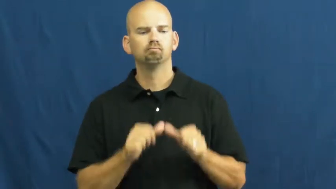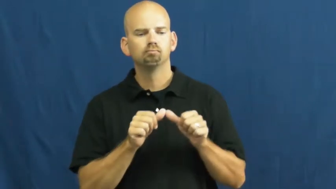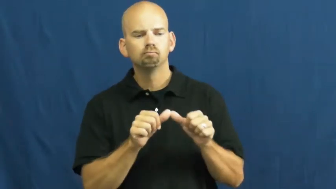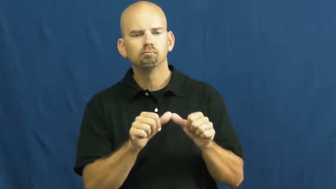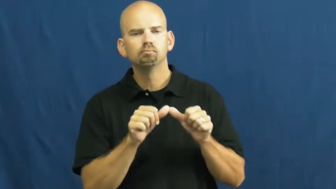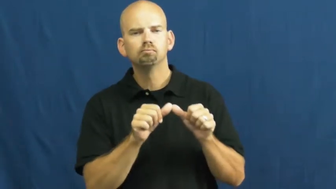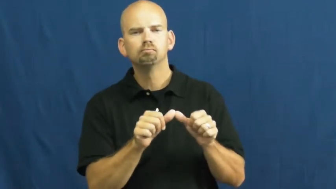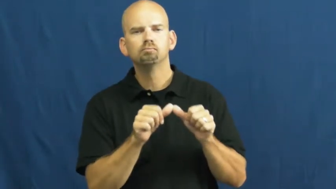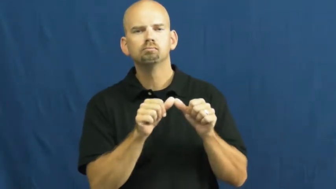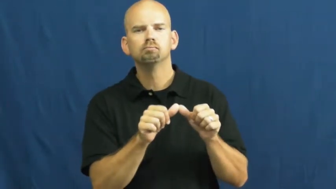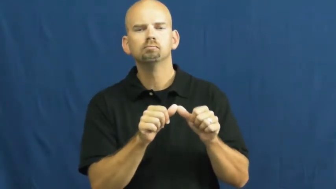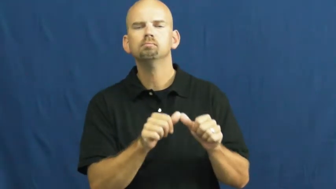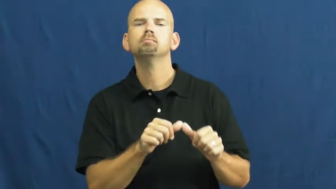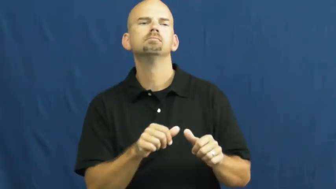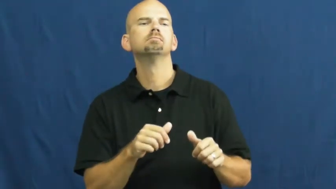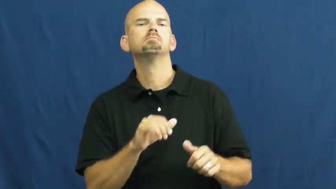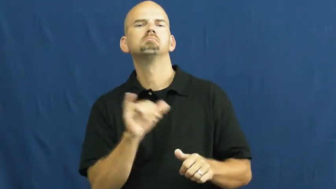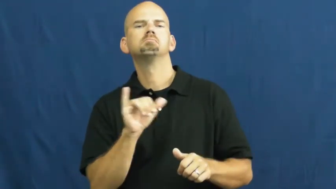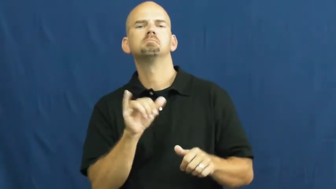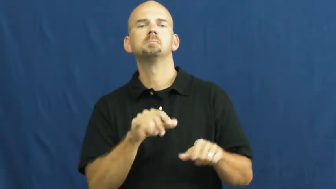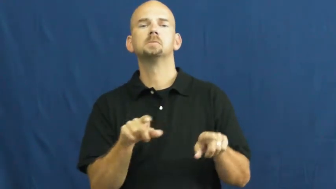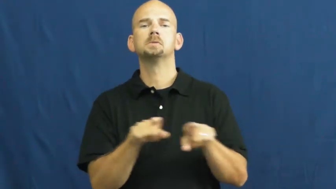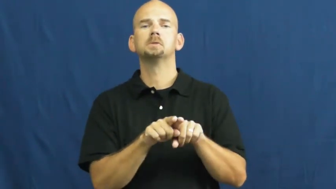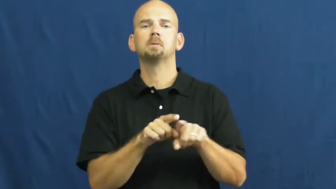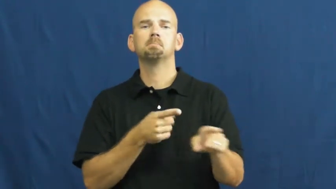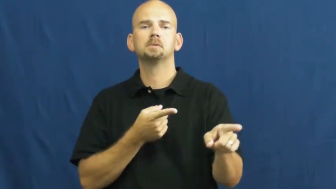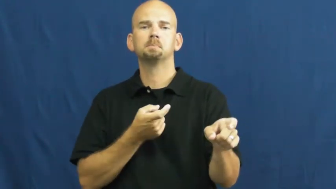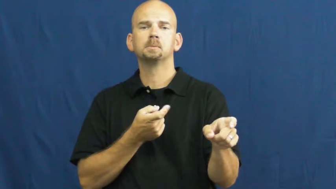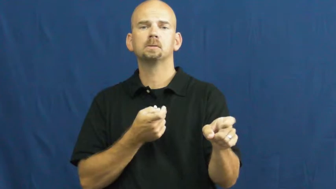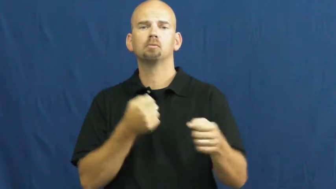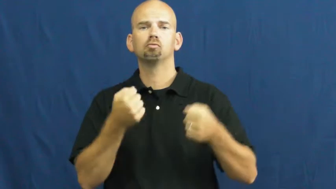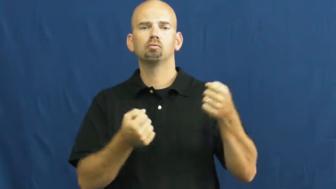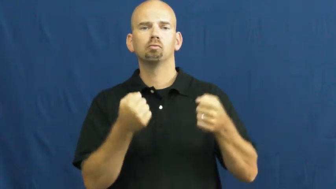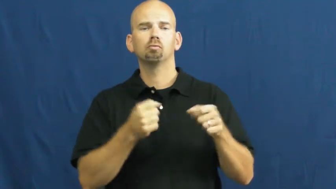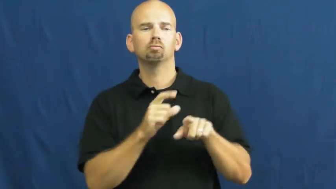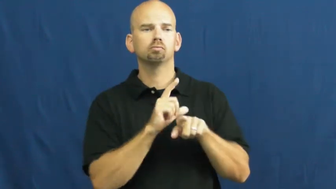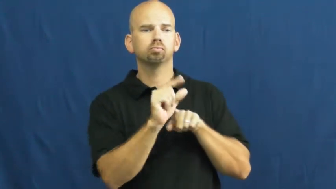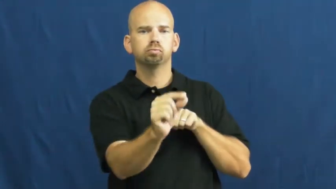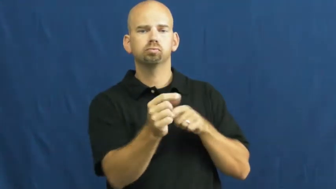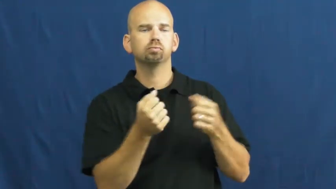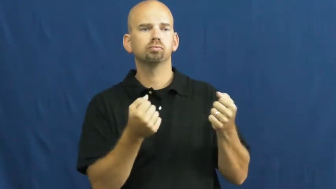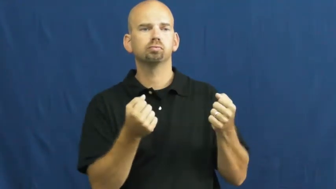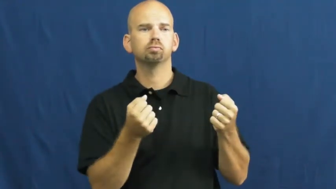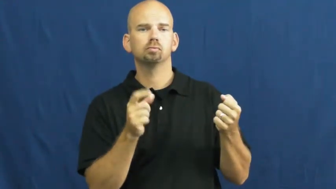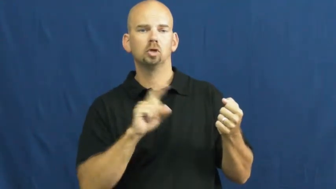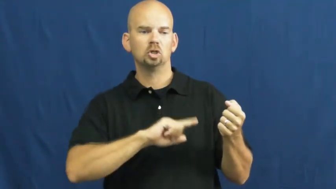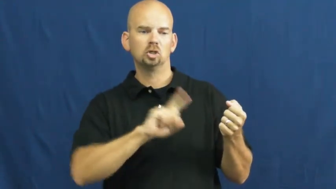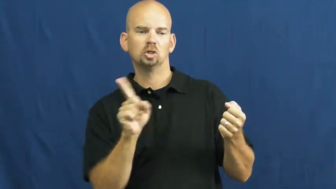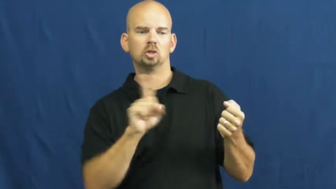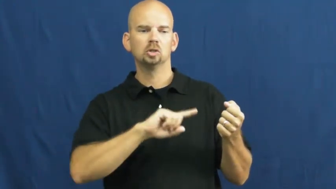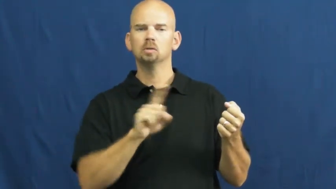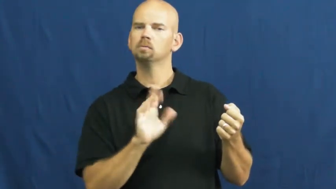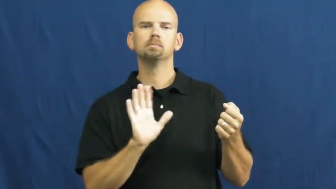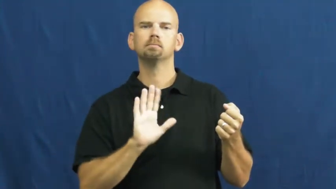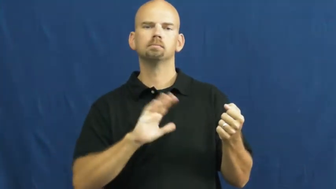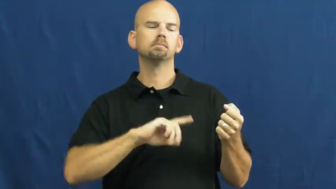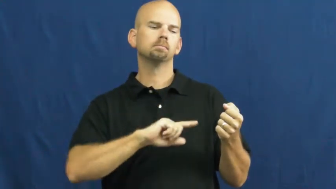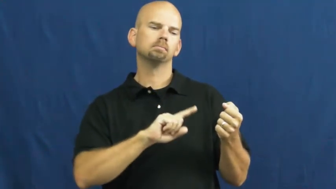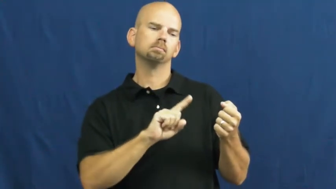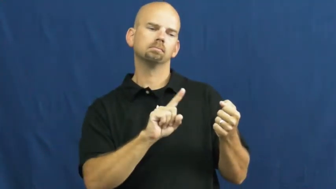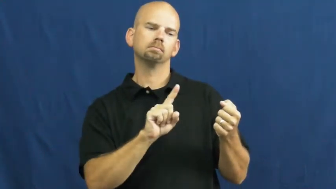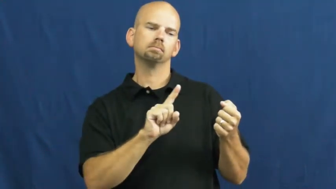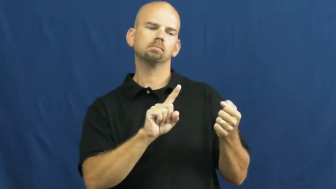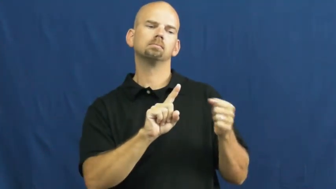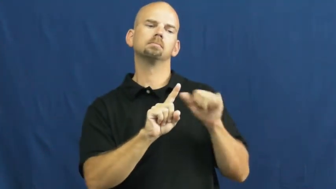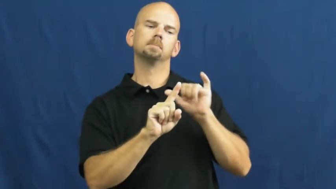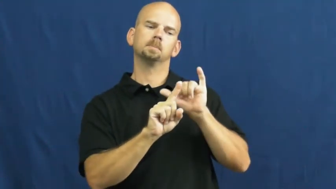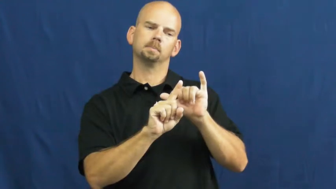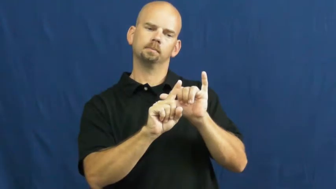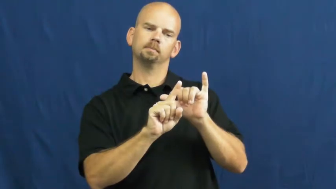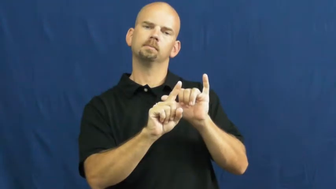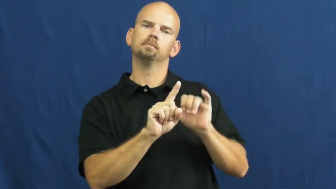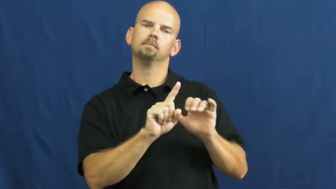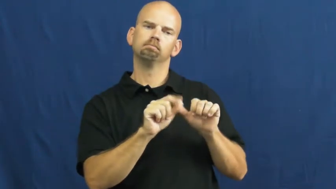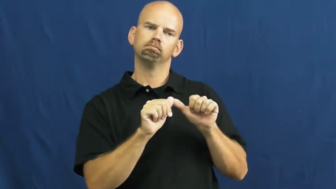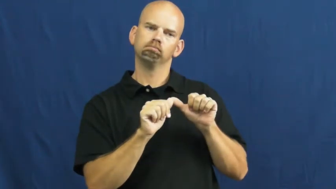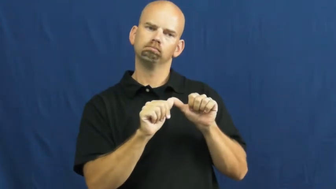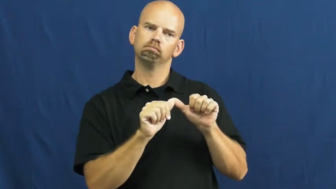steady-same pace